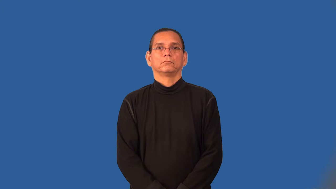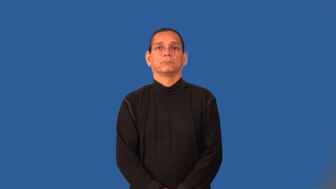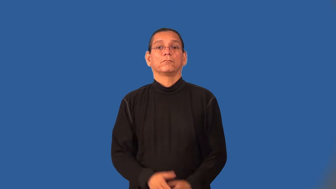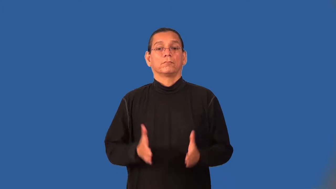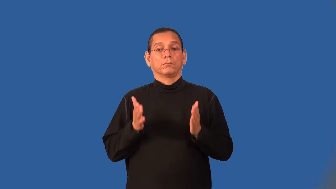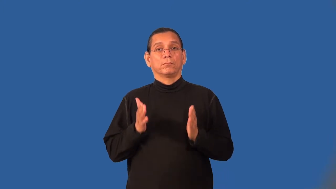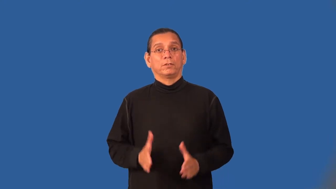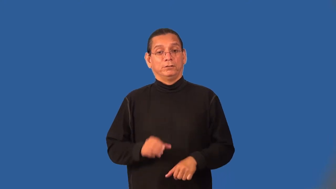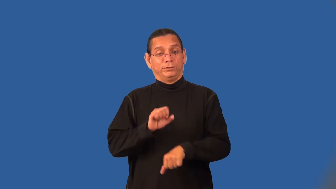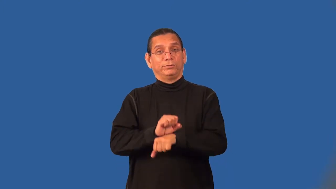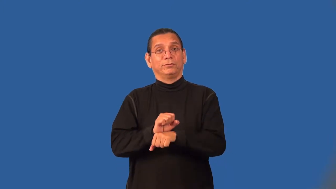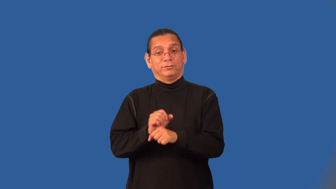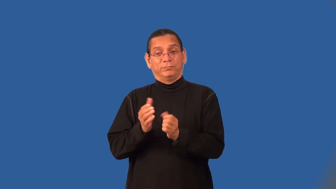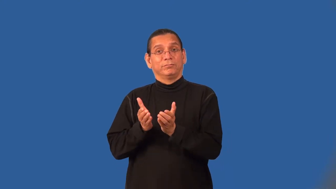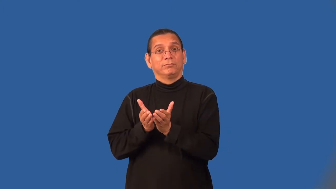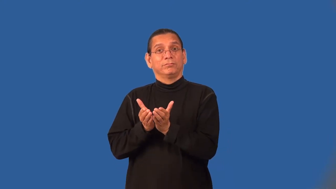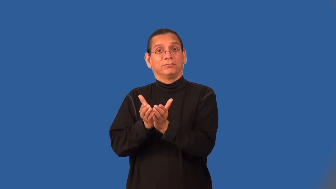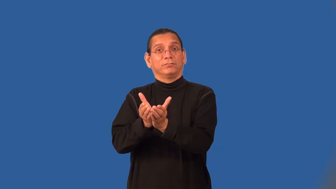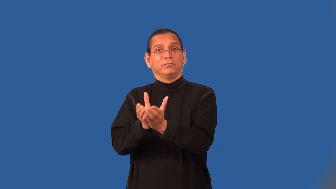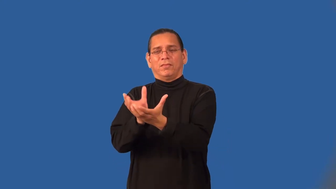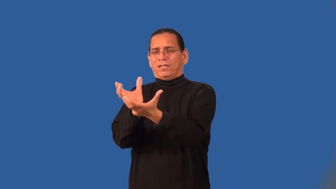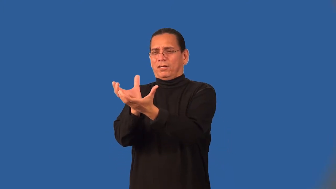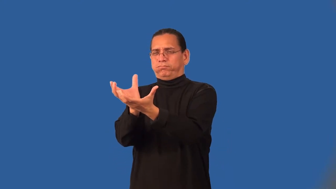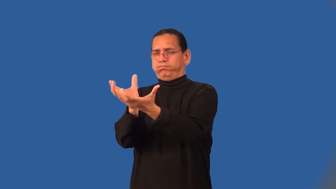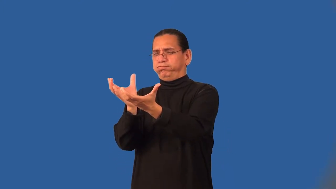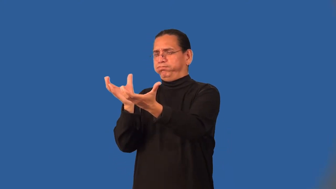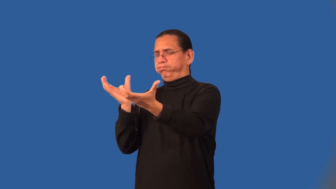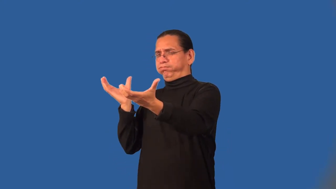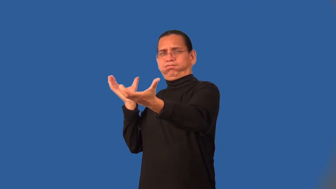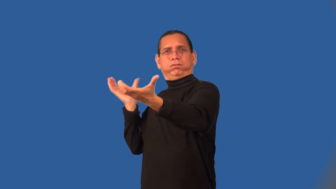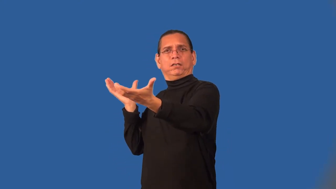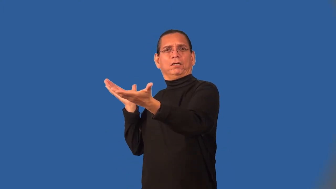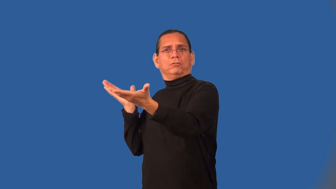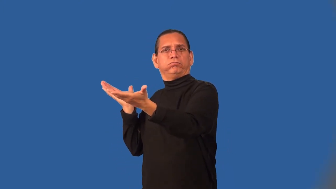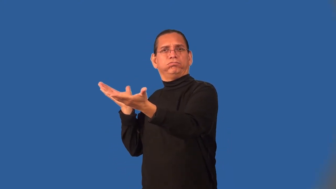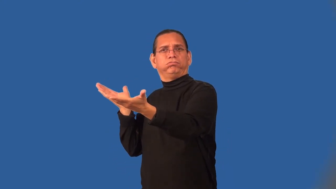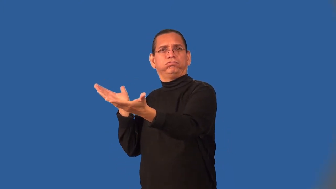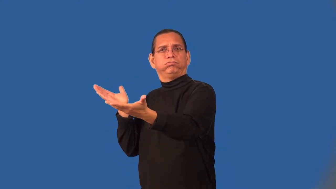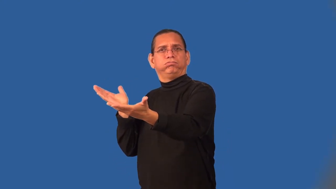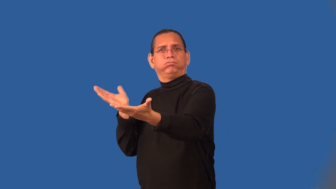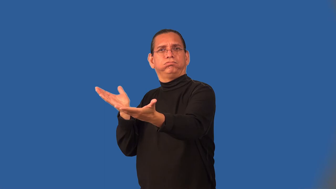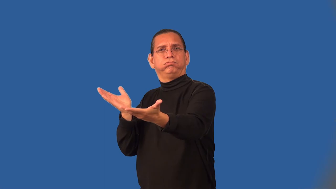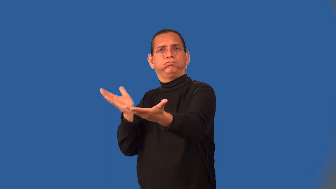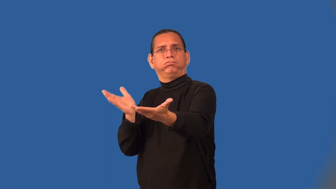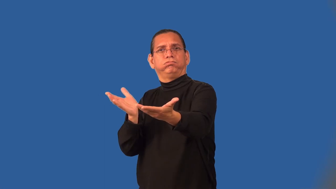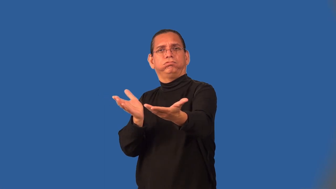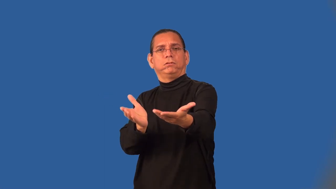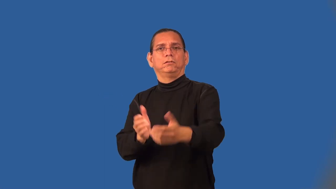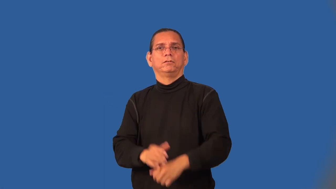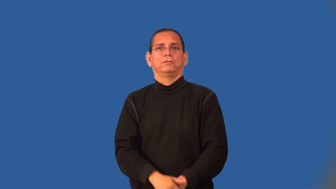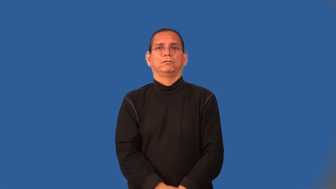bargeman